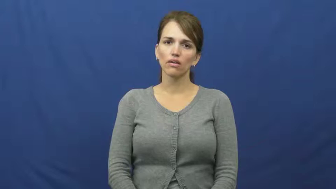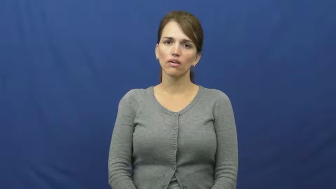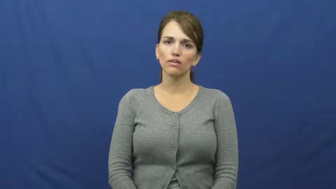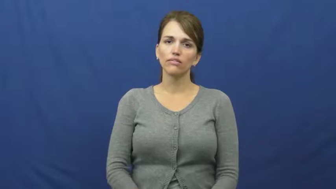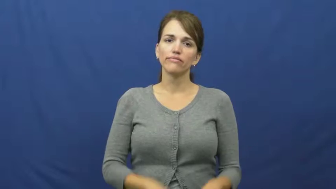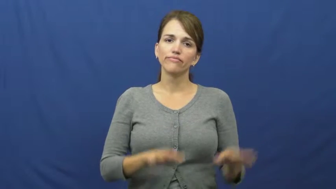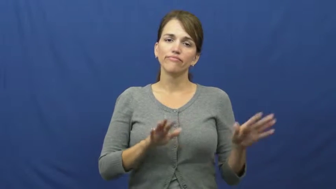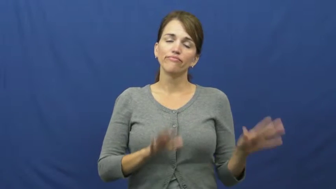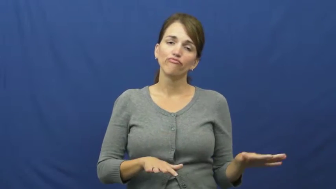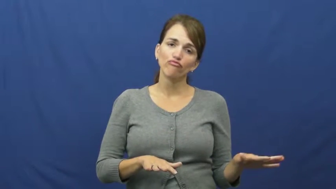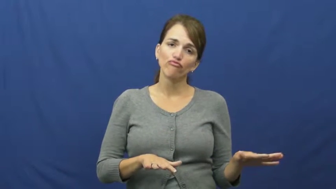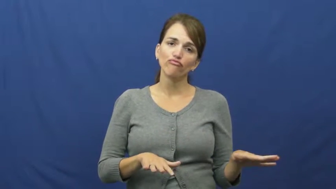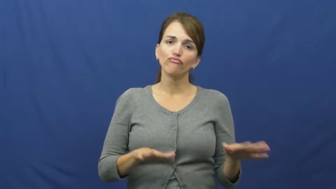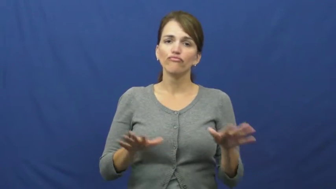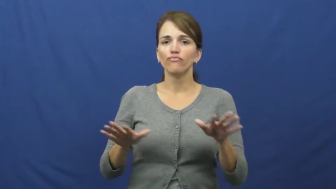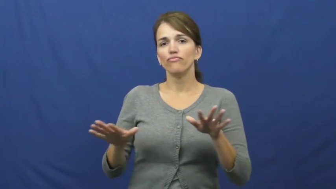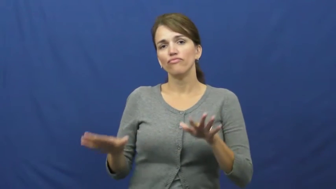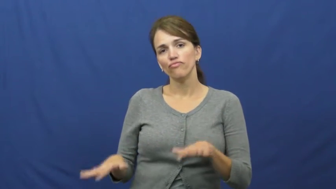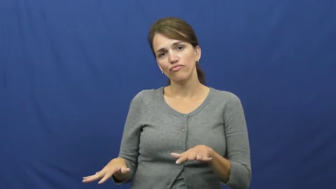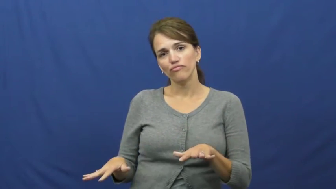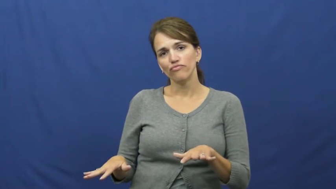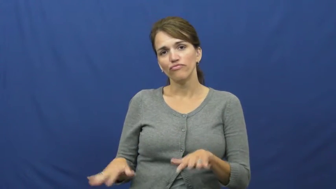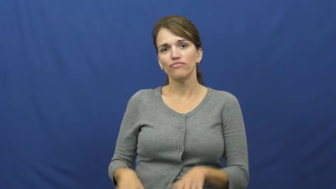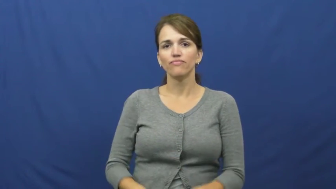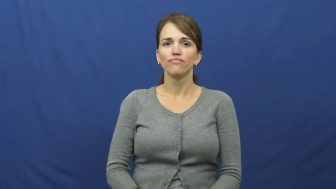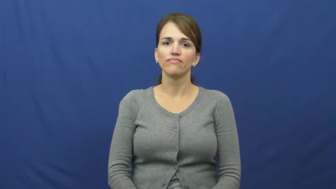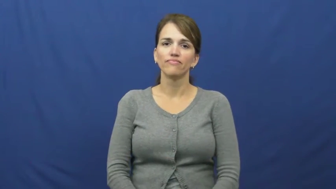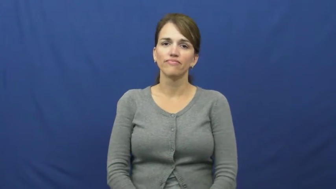futz around,ditz around,piddle around,screw around,mess around,slack off